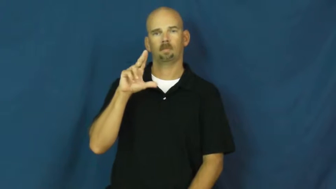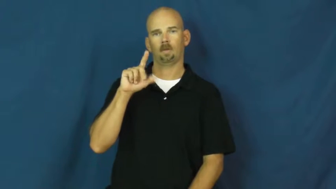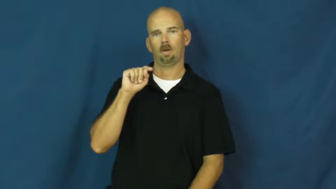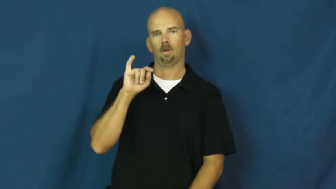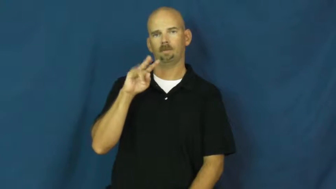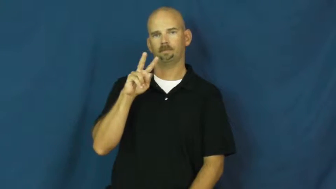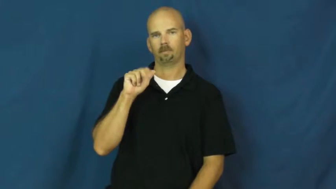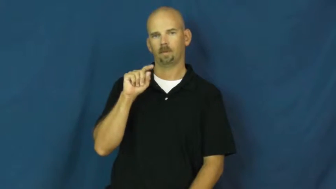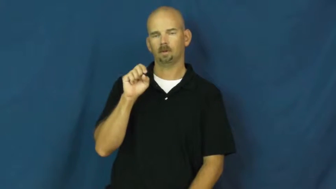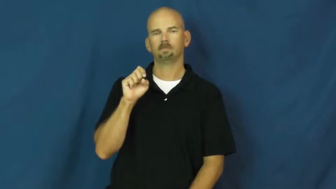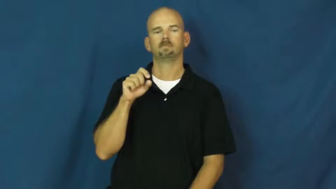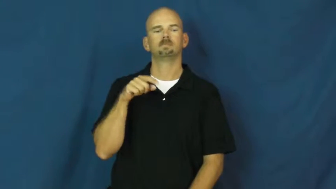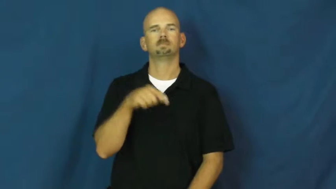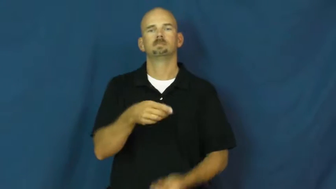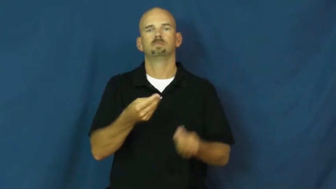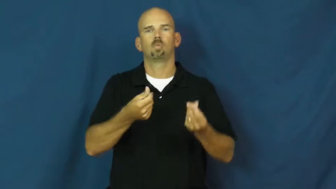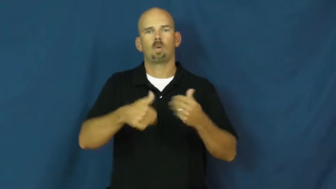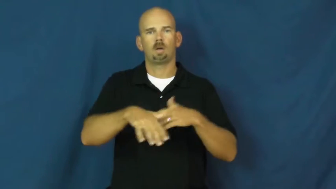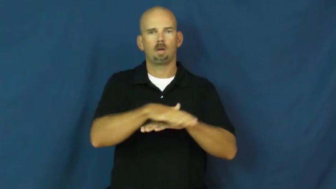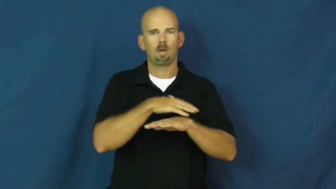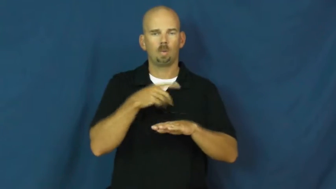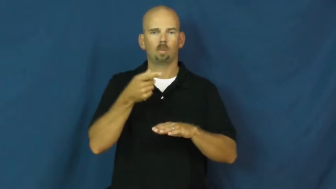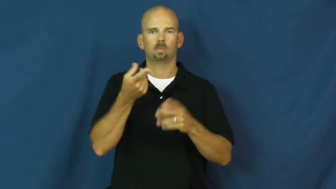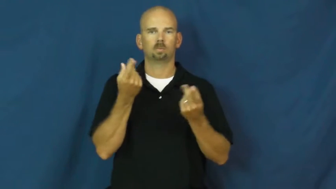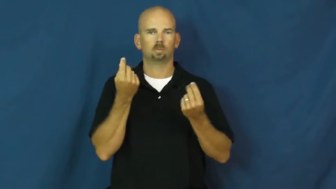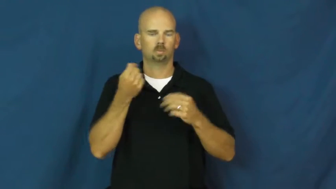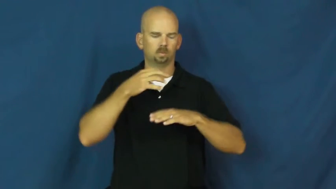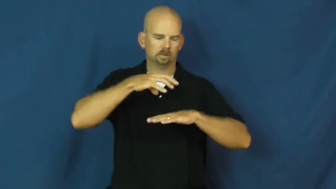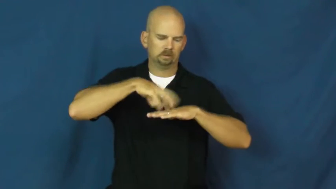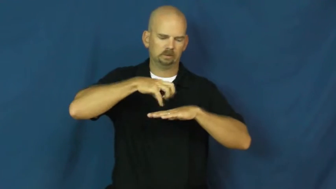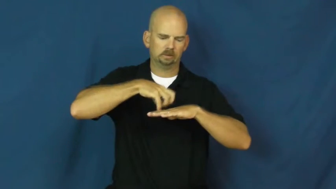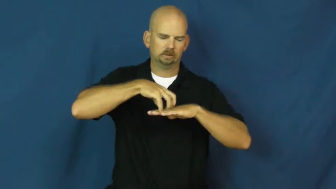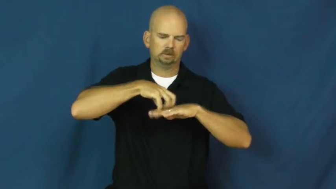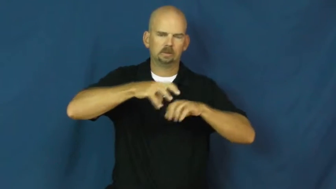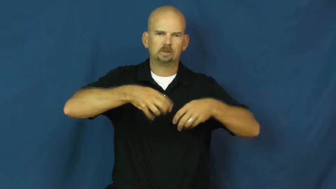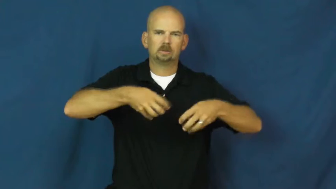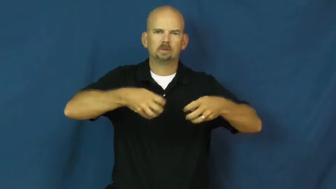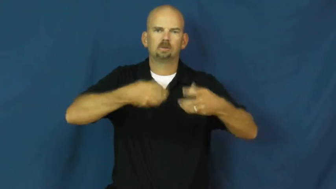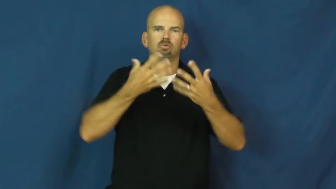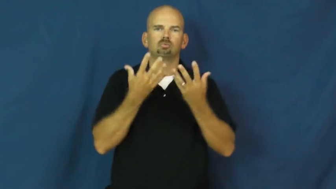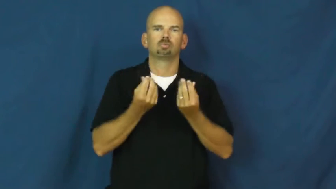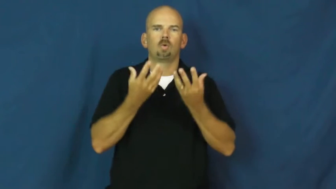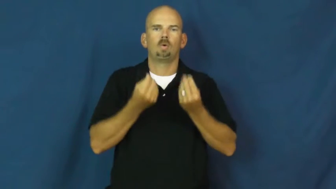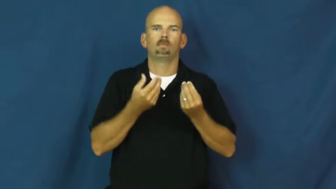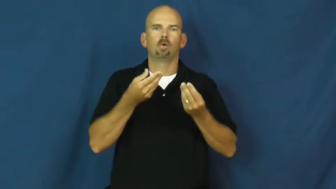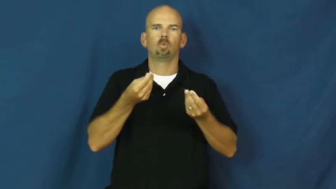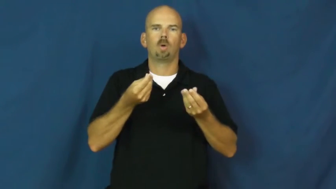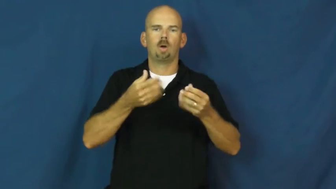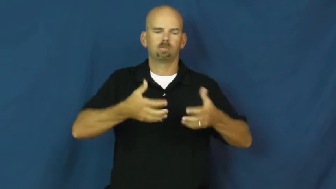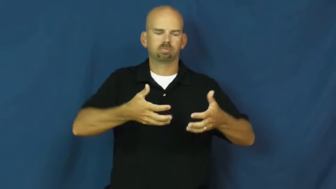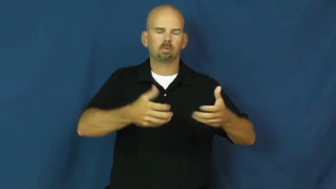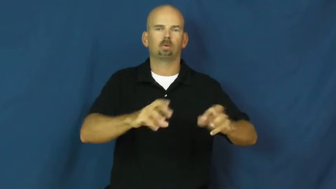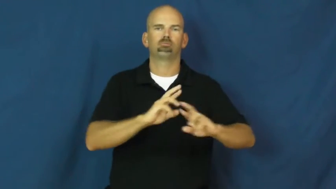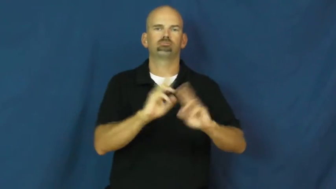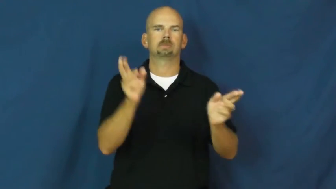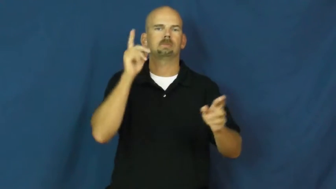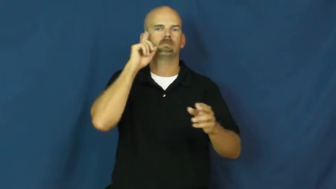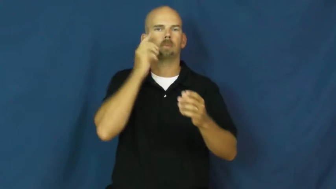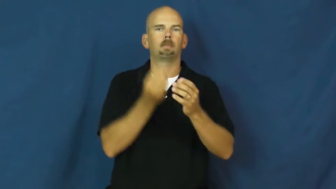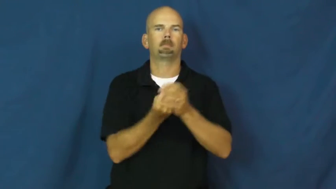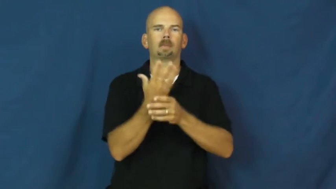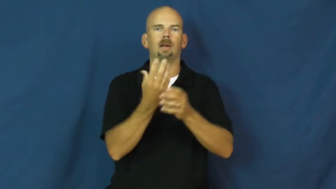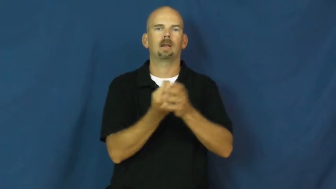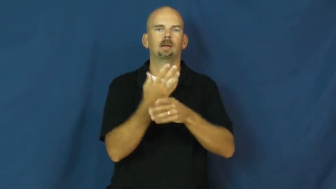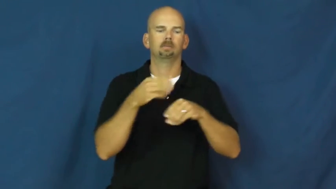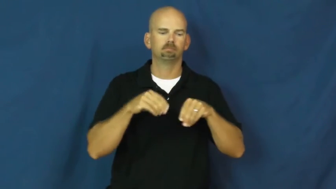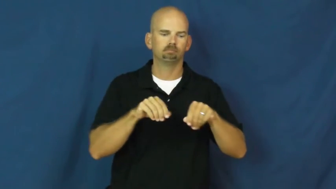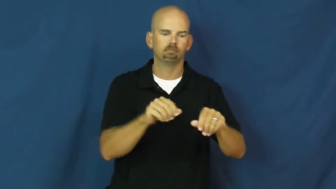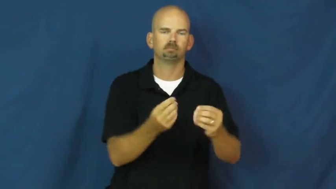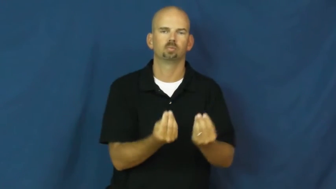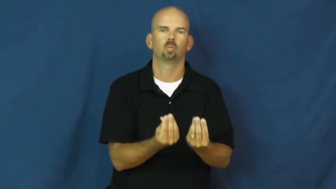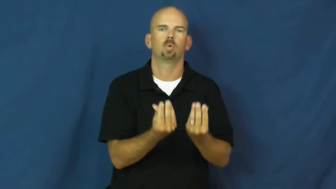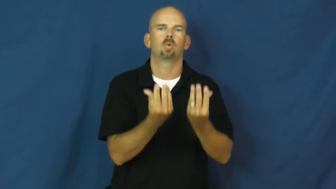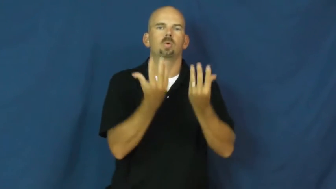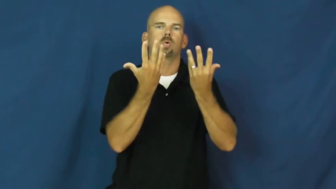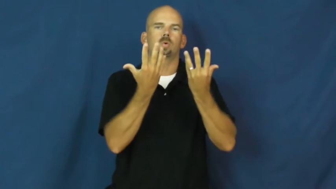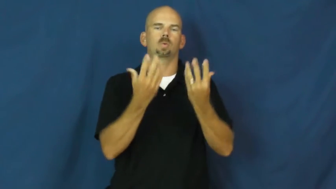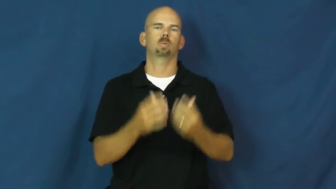cultivate-land